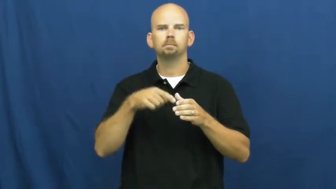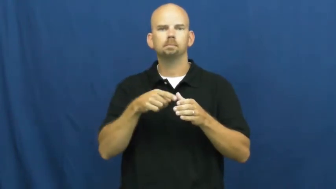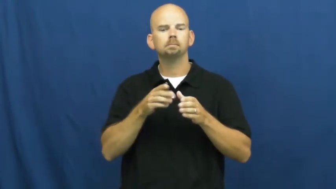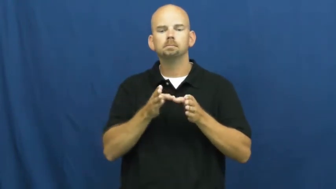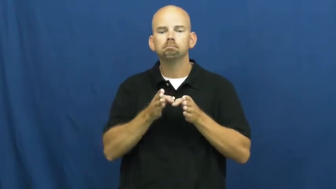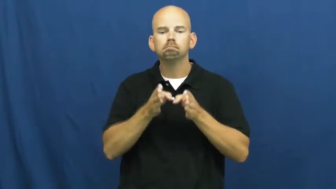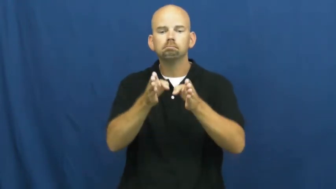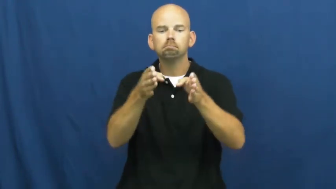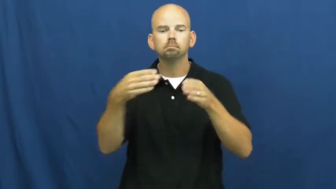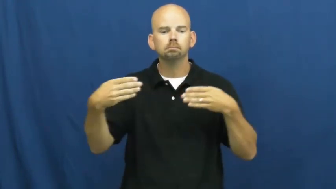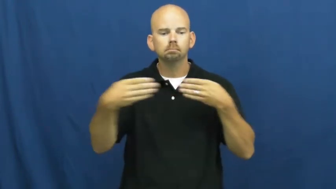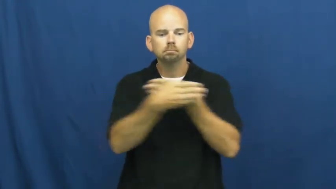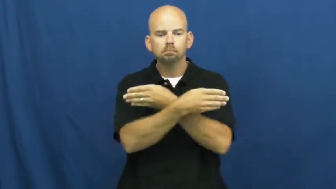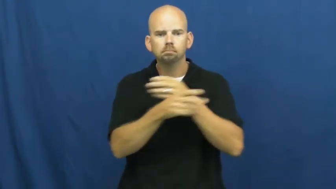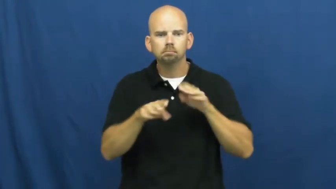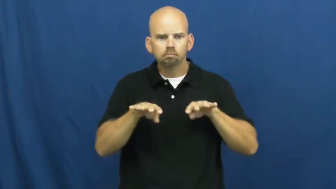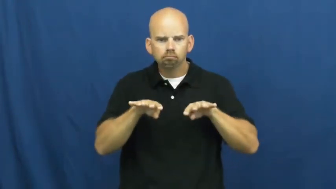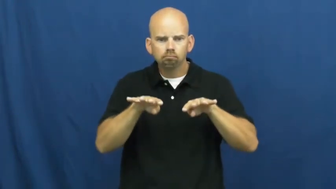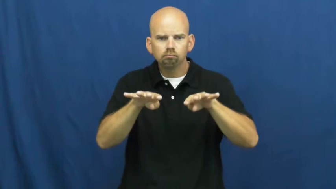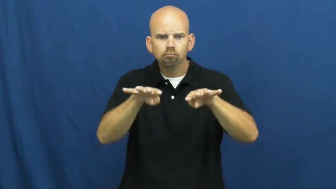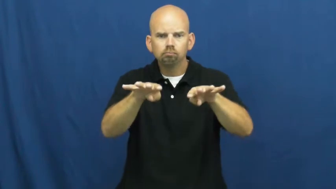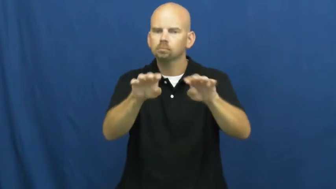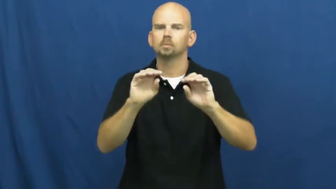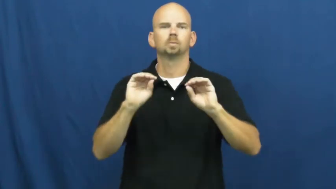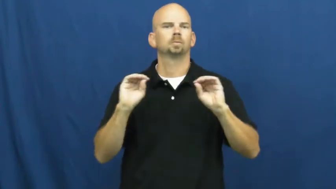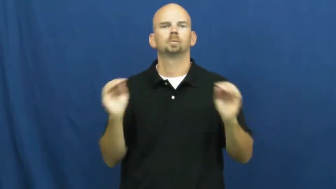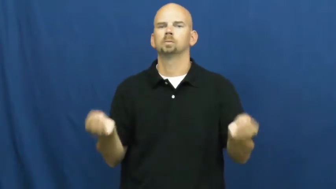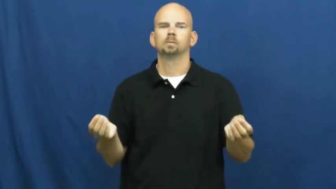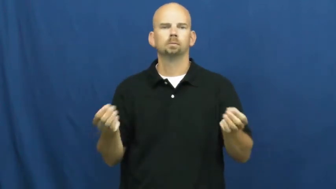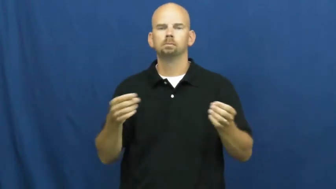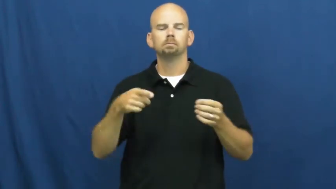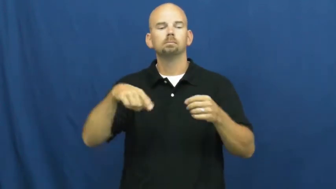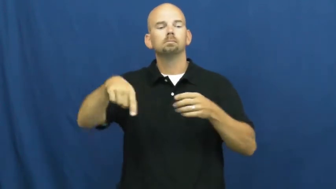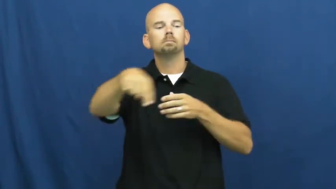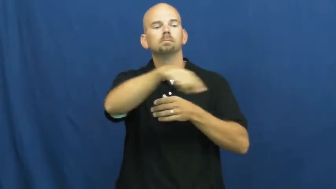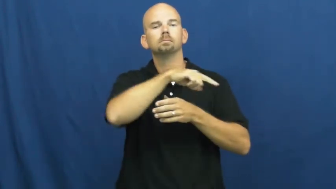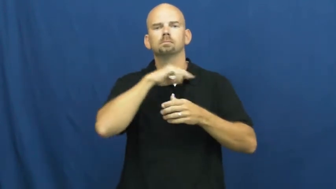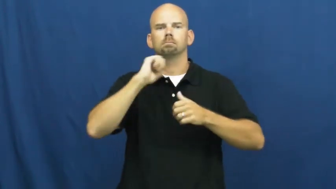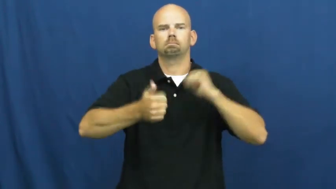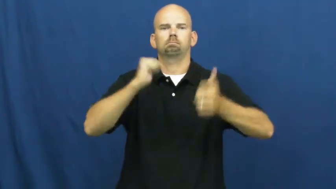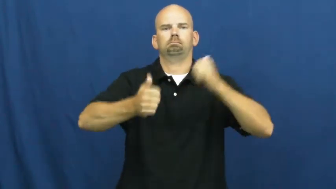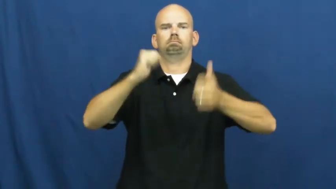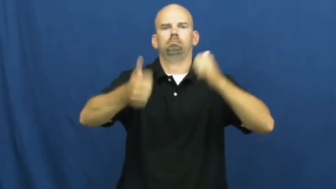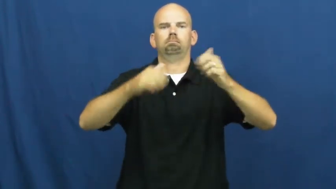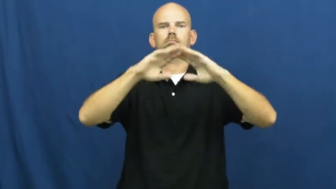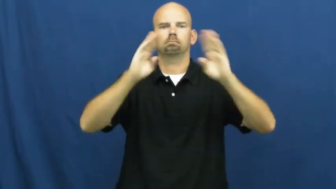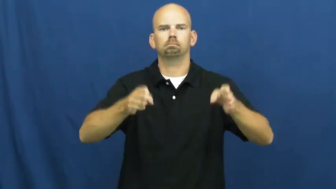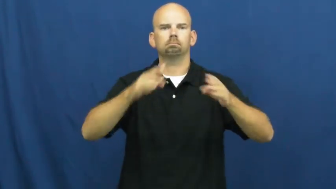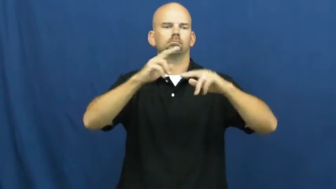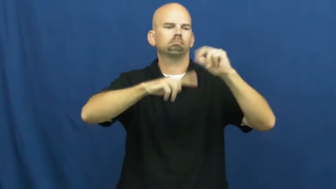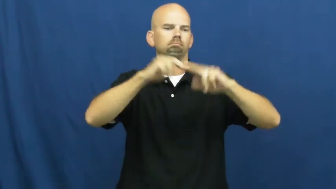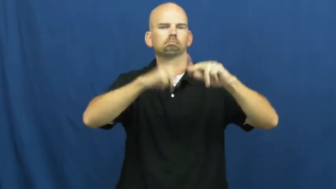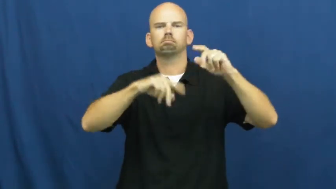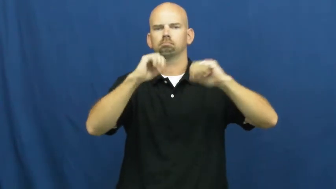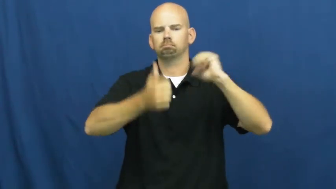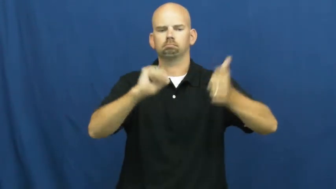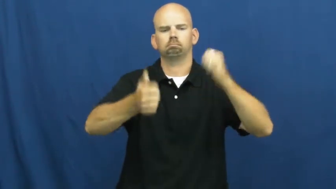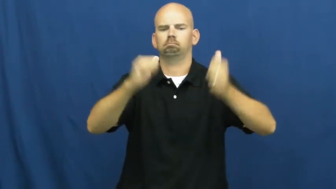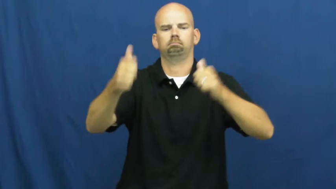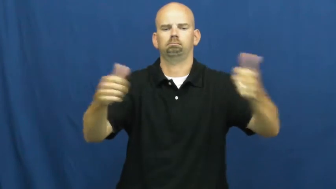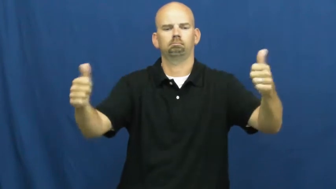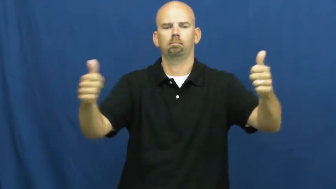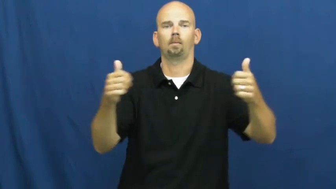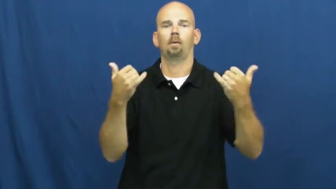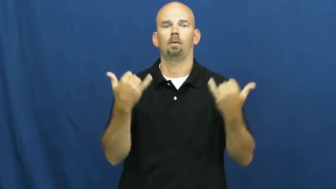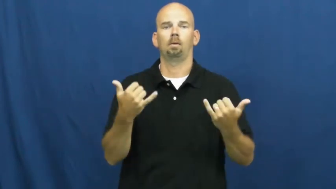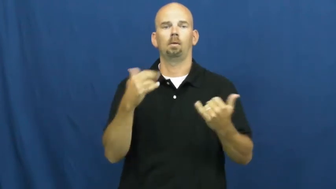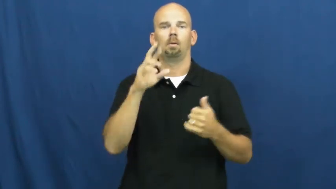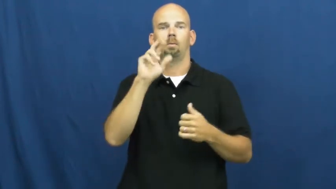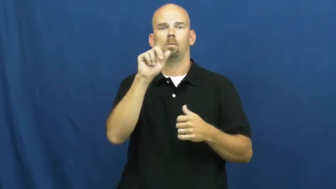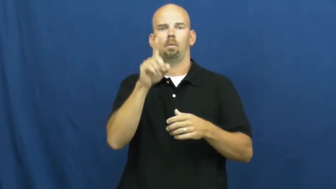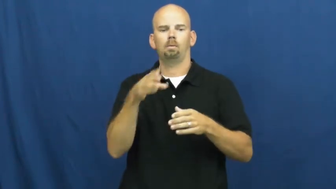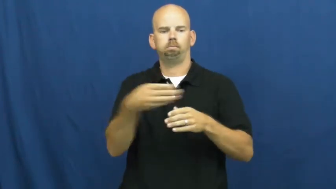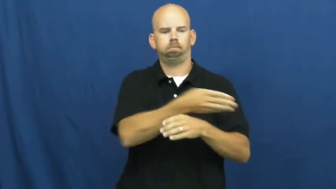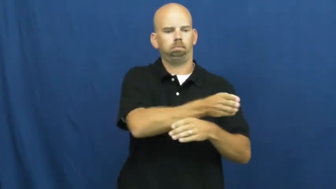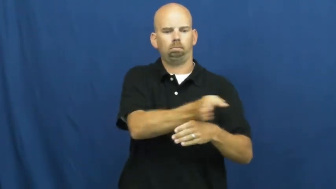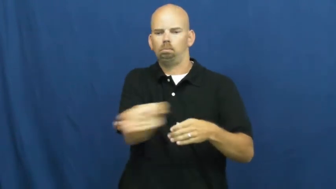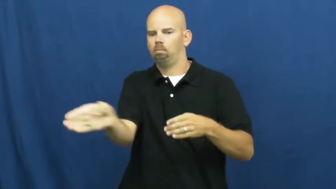sprawl-city